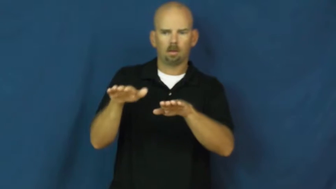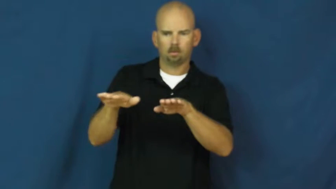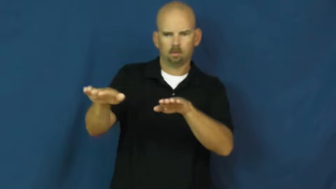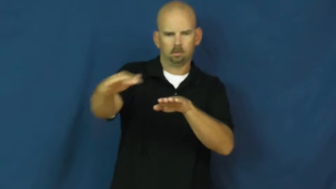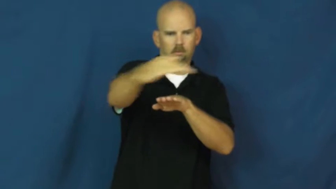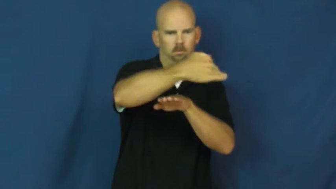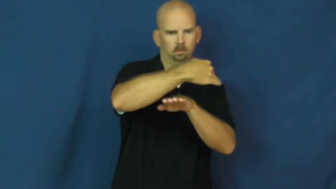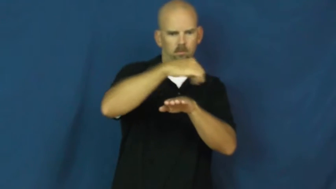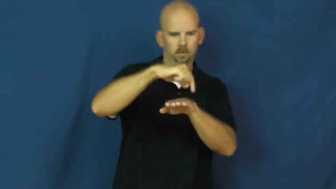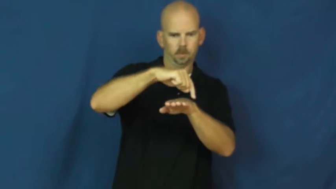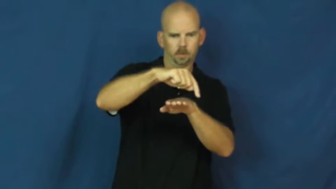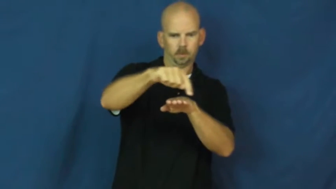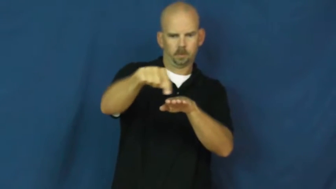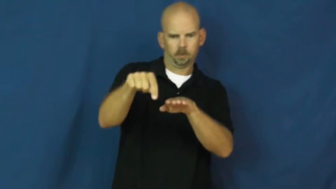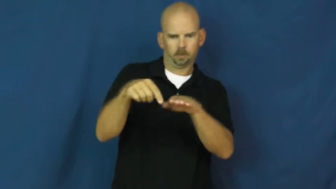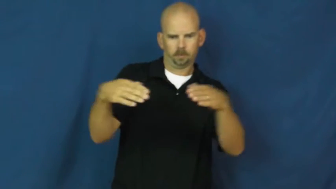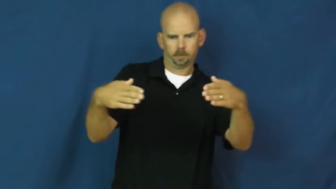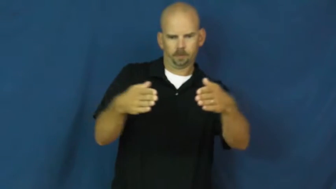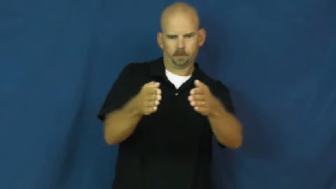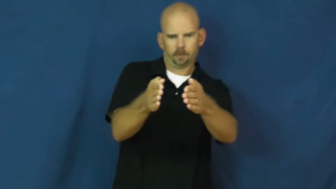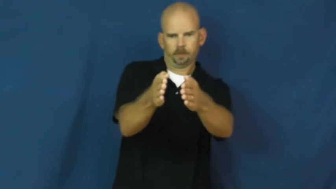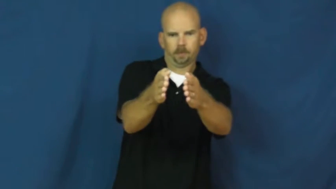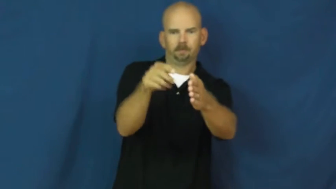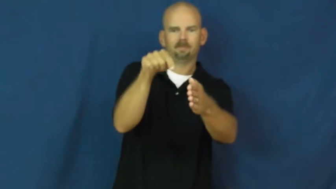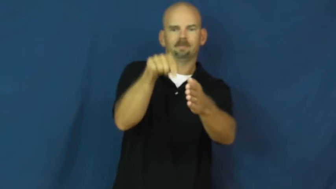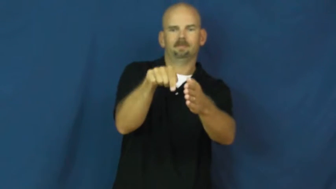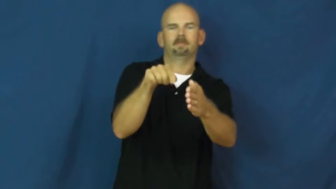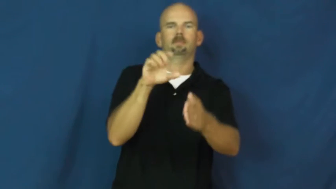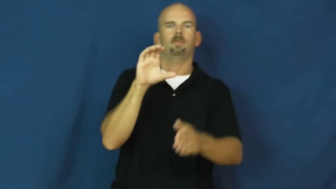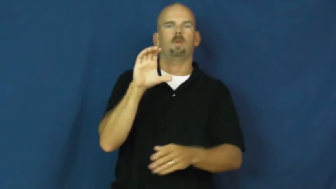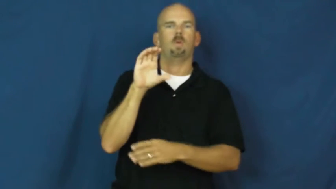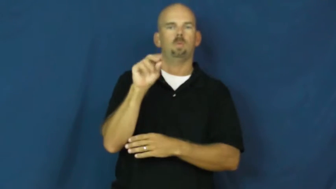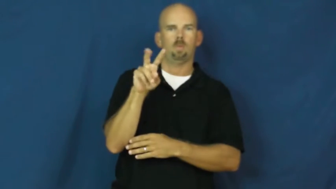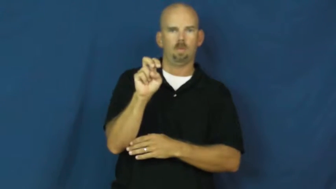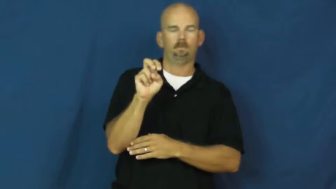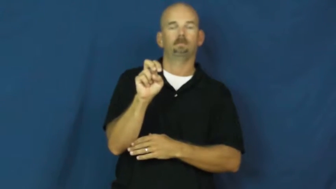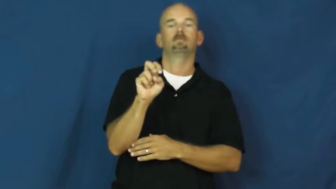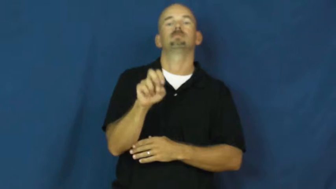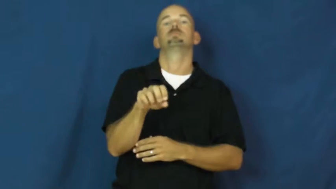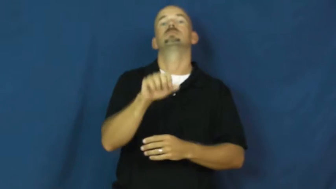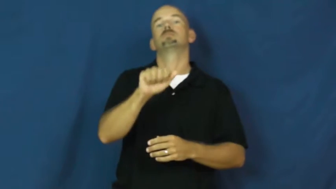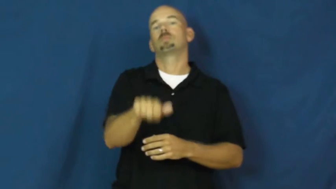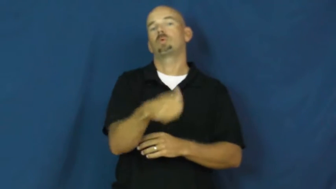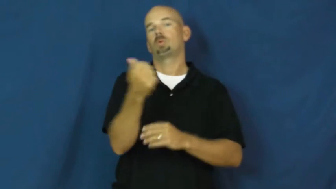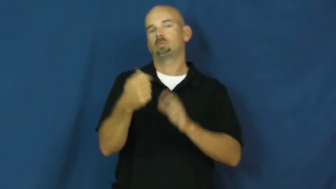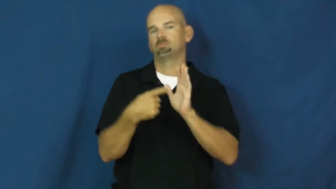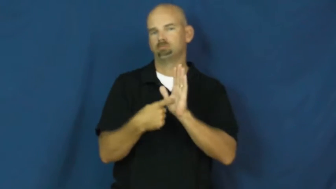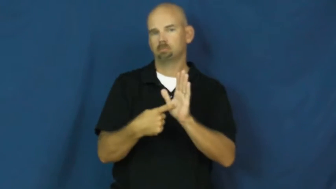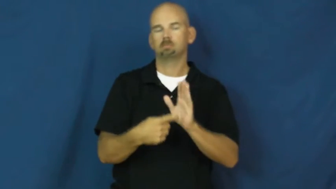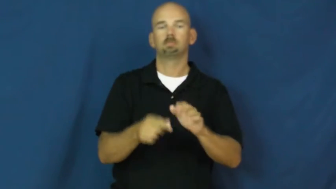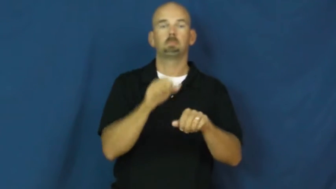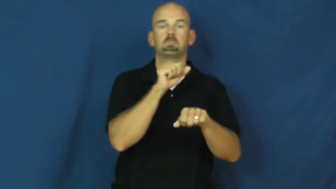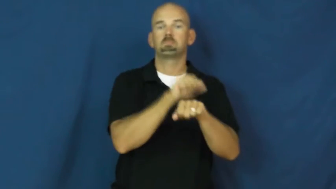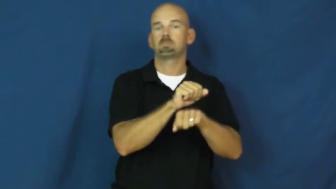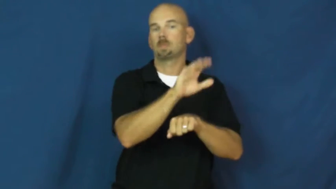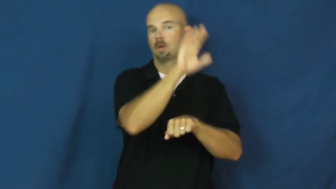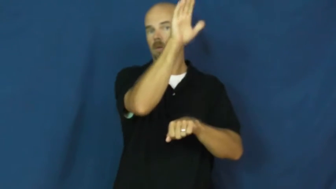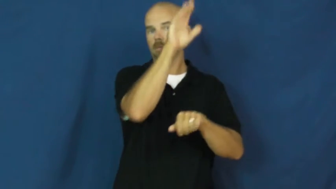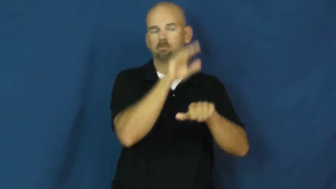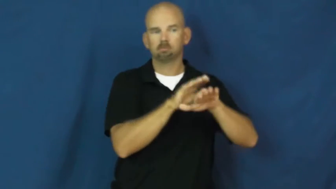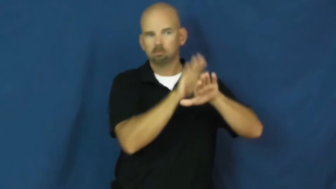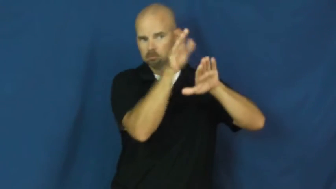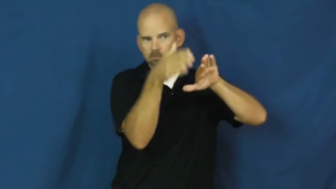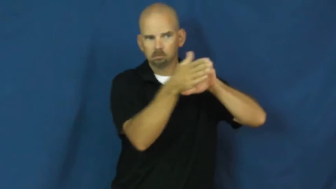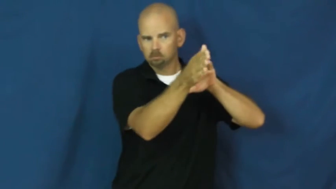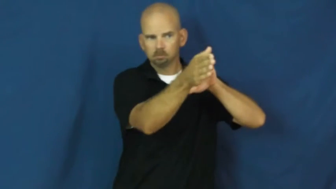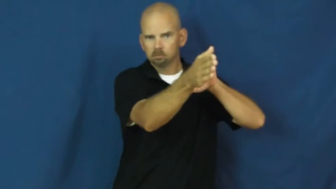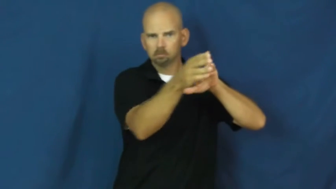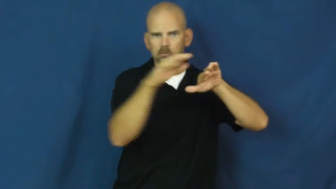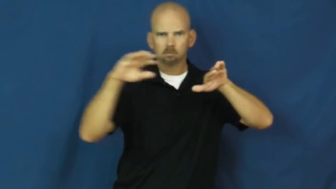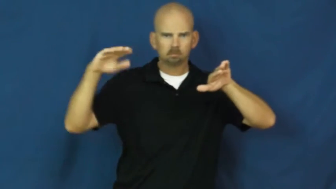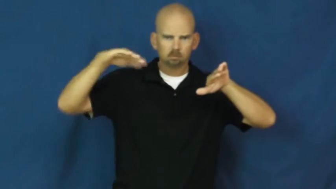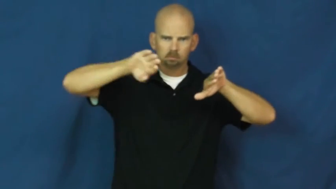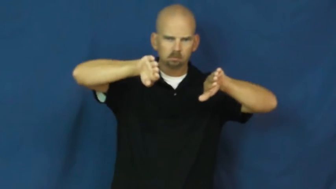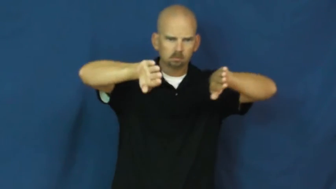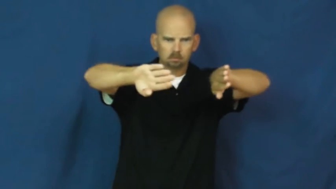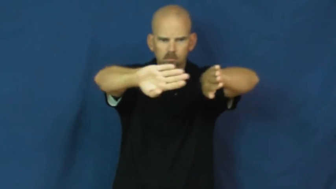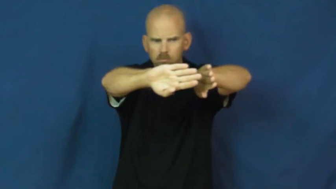cove